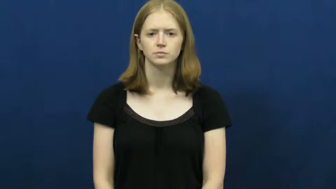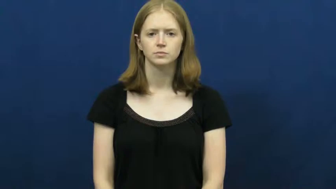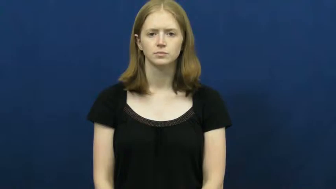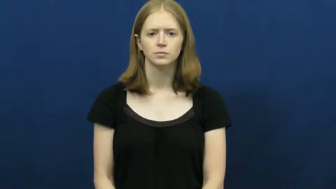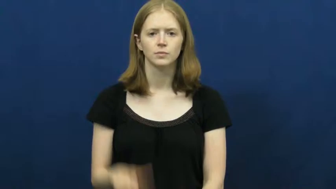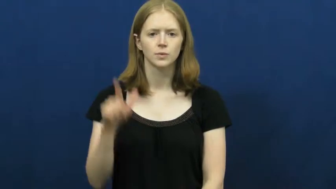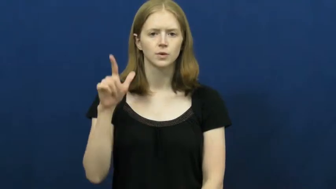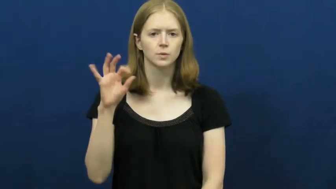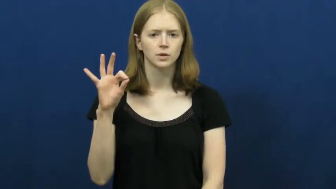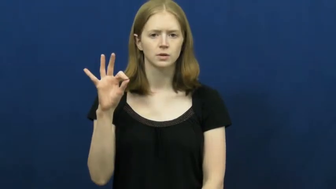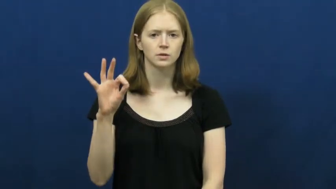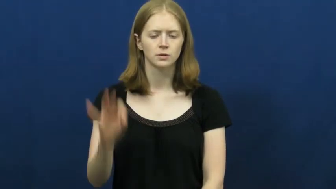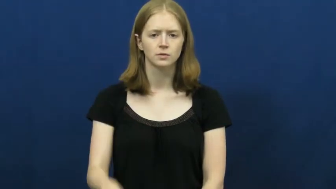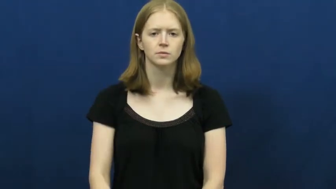twenty-nine